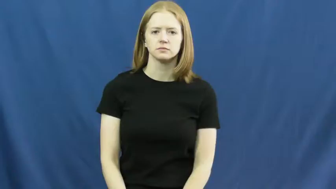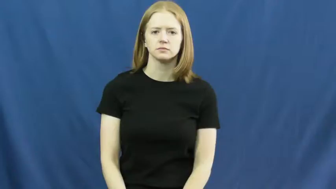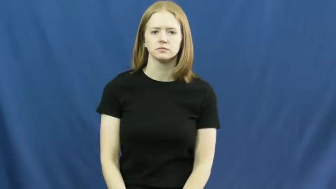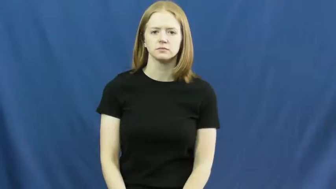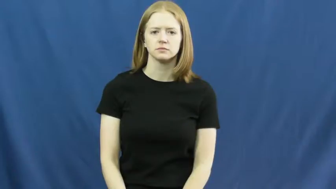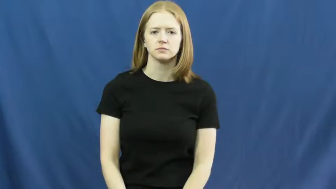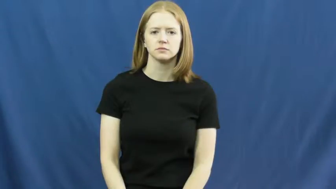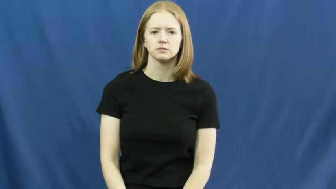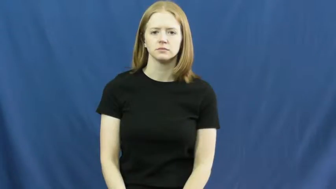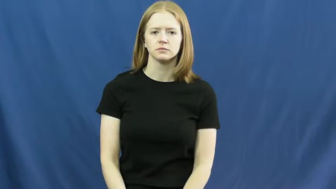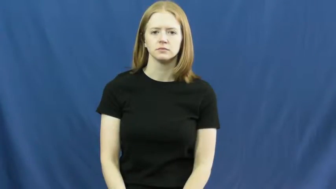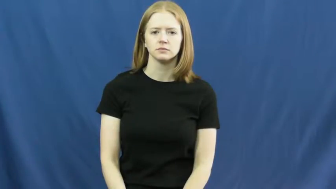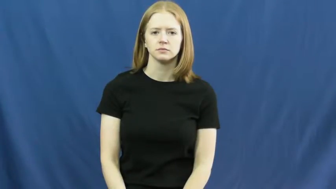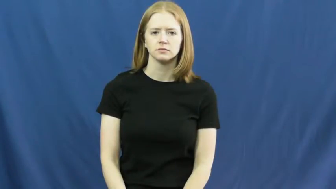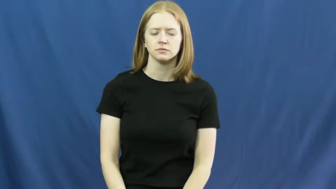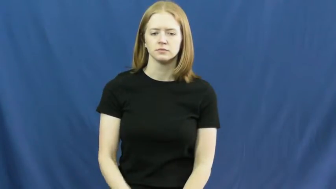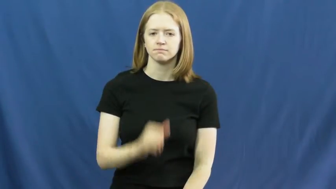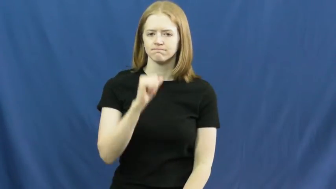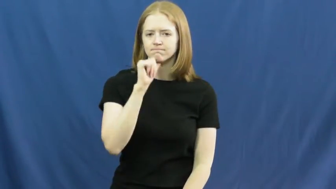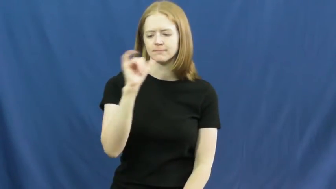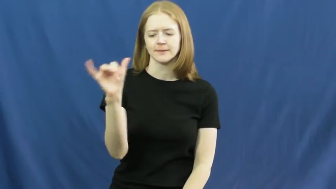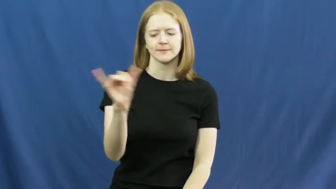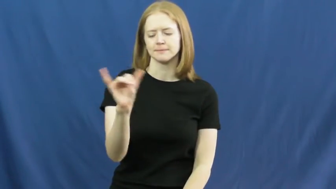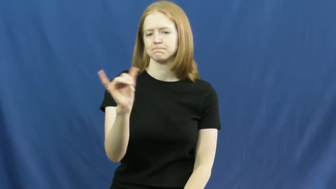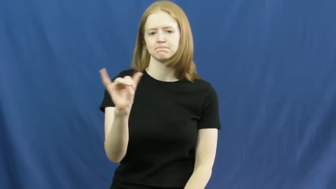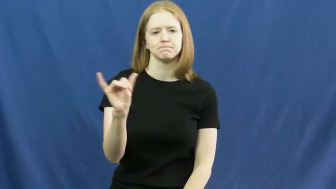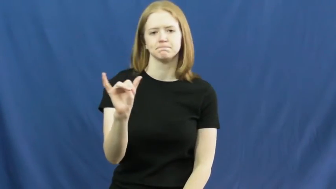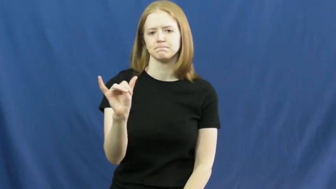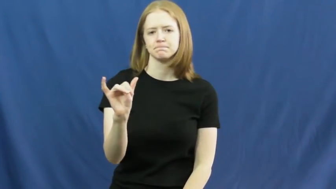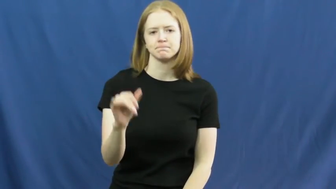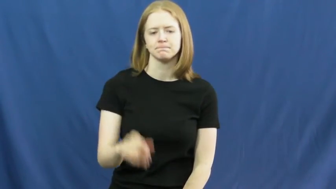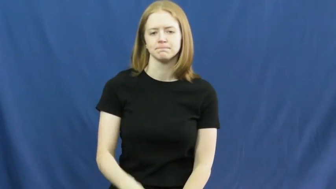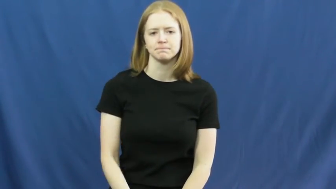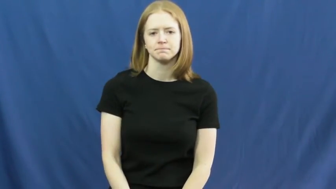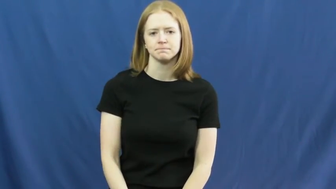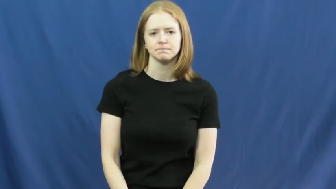dissimilar,unlike